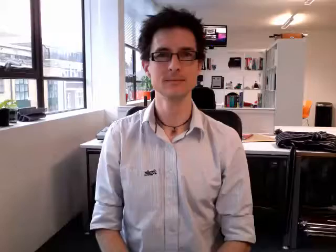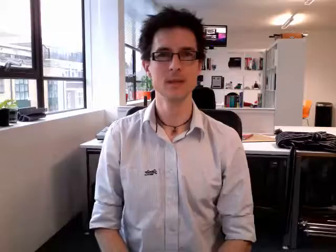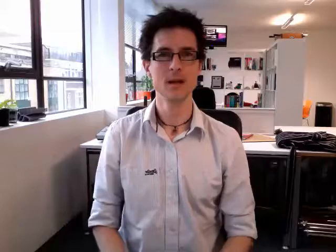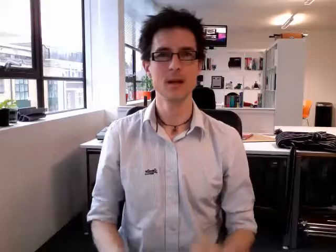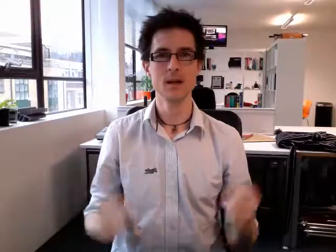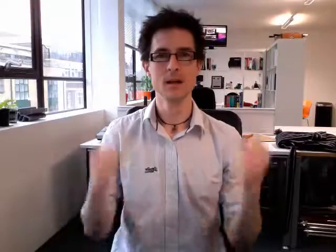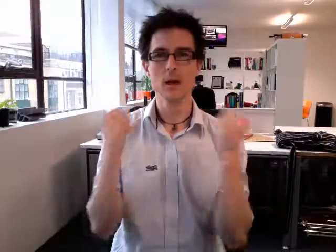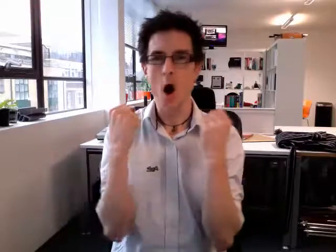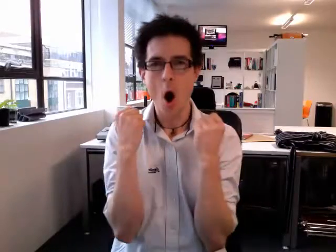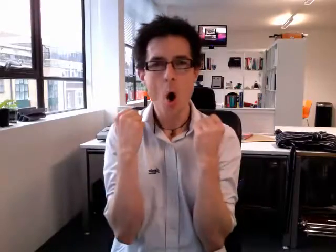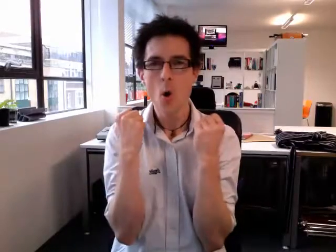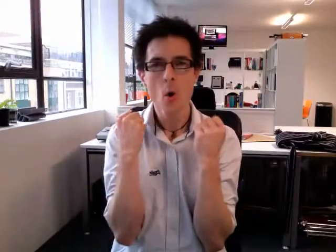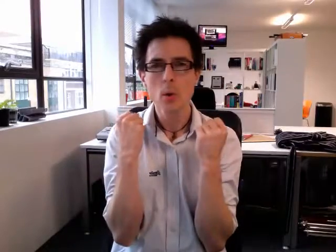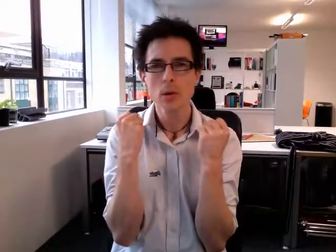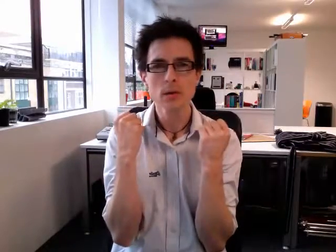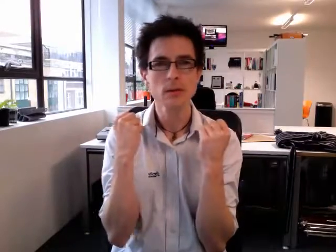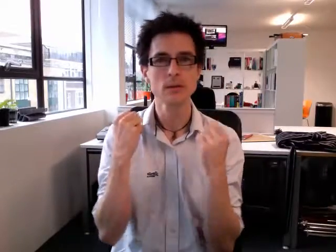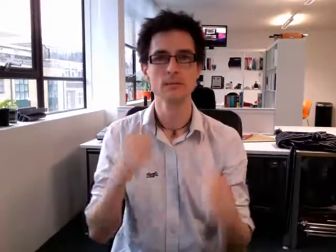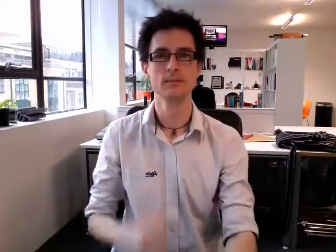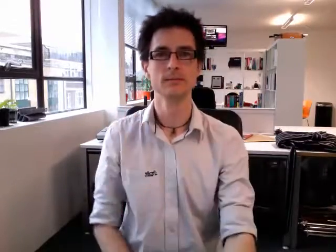cold